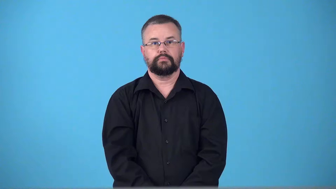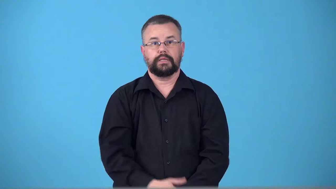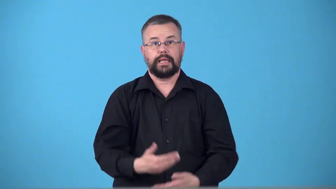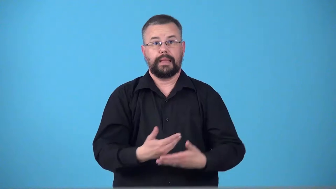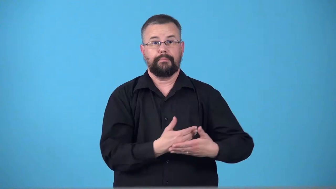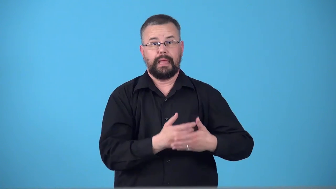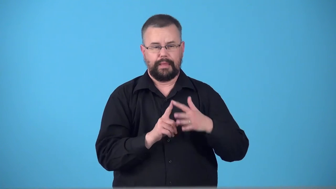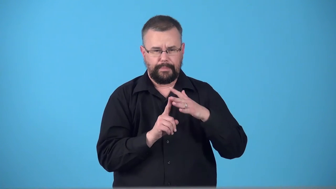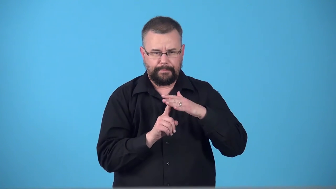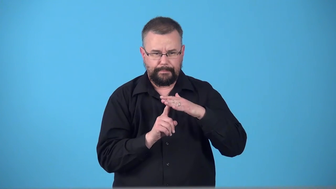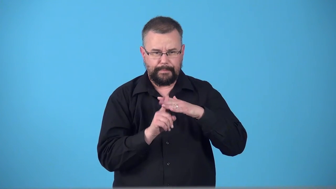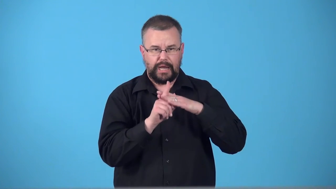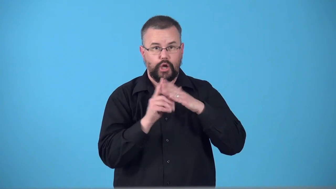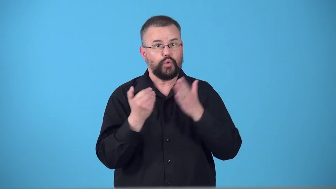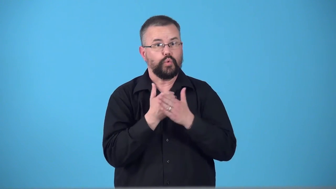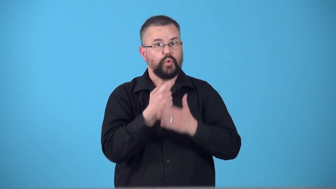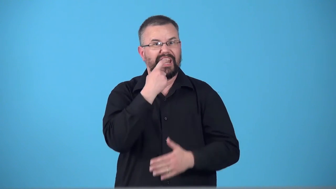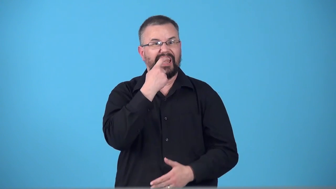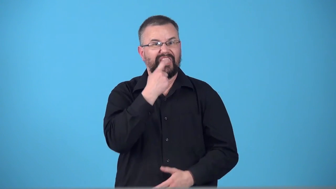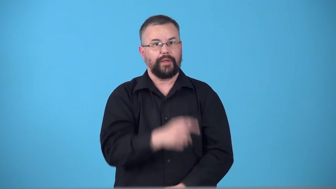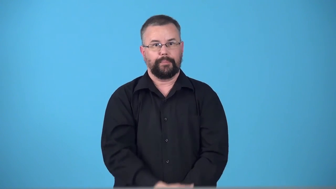teethe-baby gets teeth